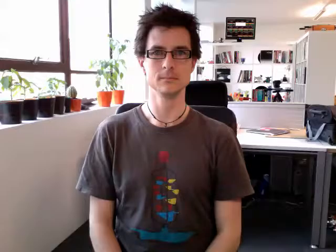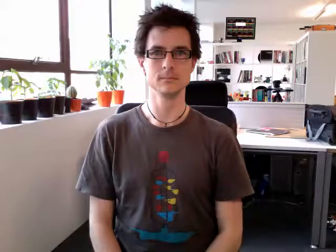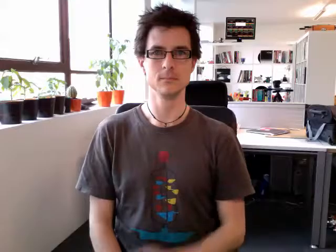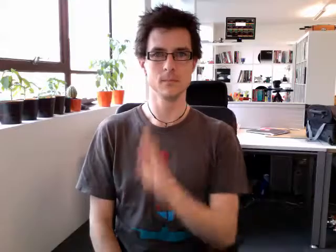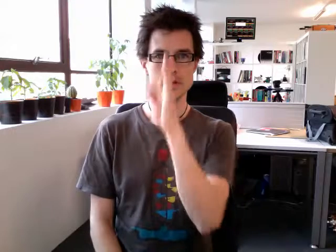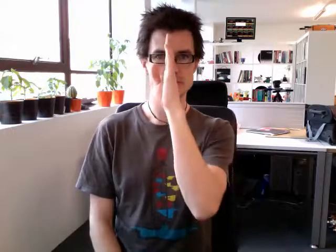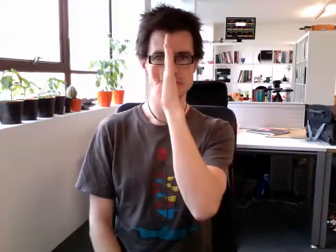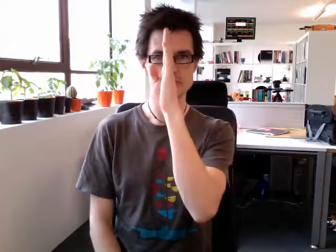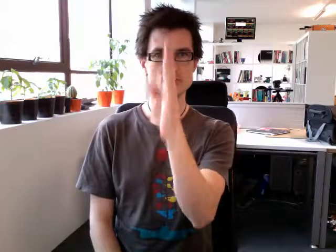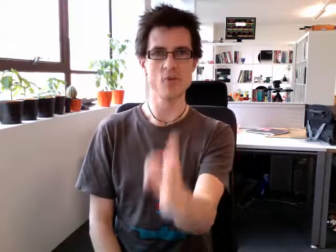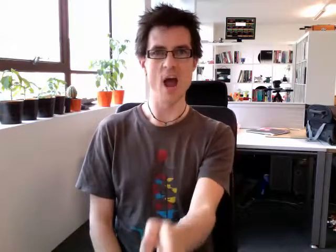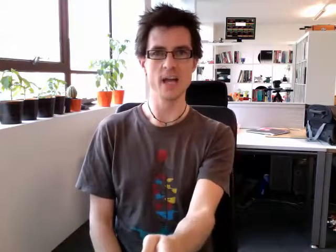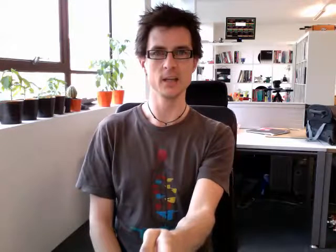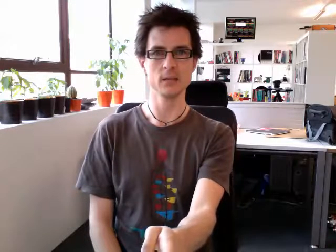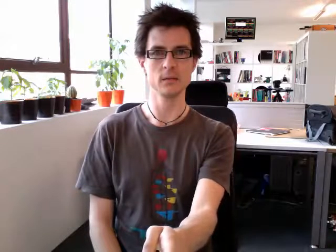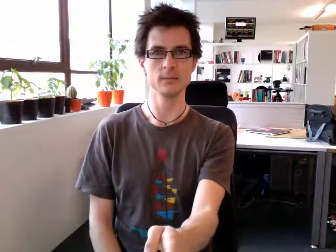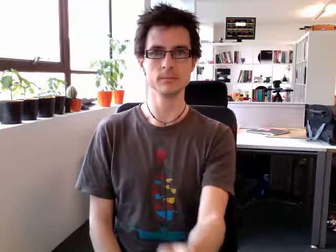straight